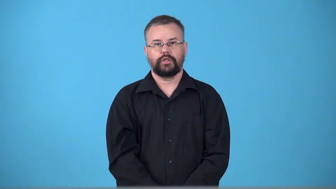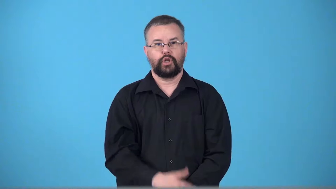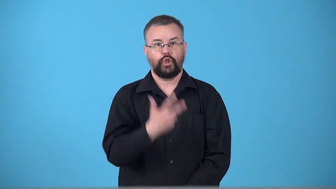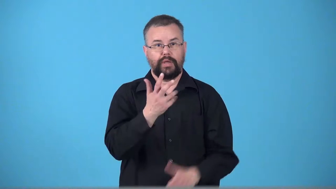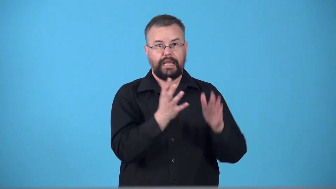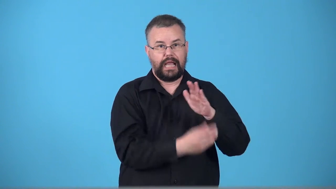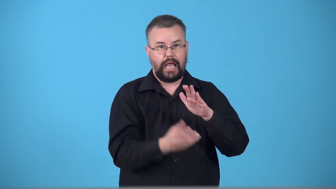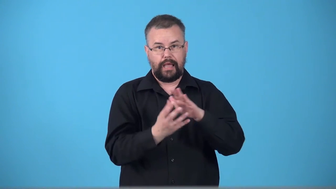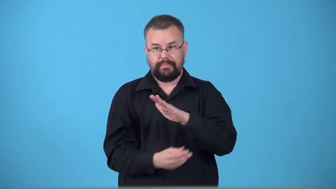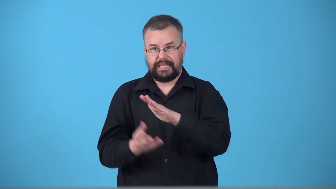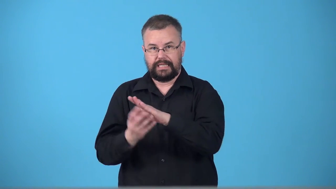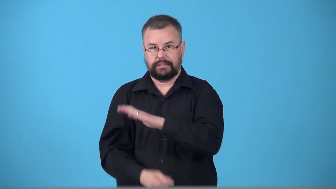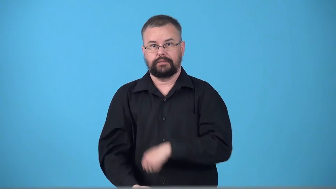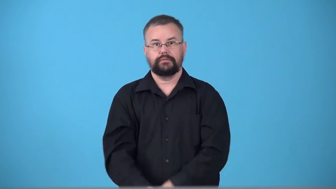triplicate